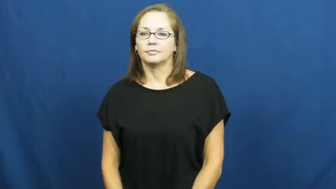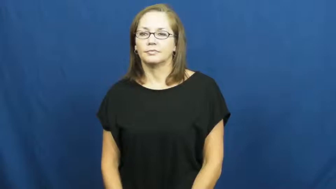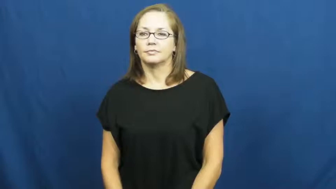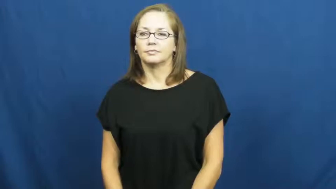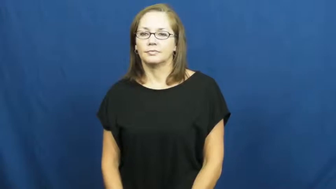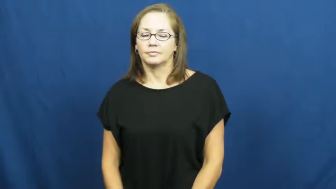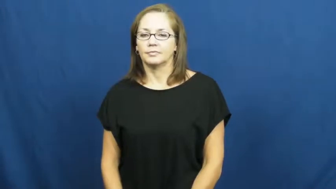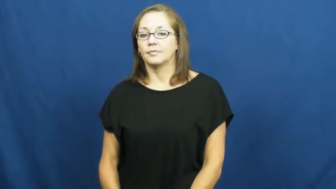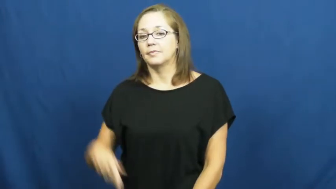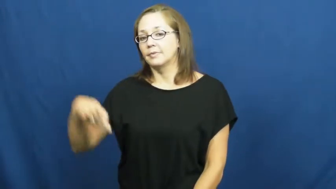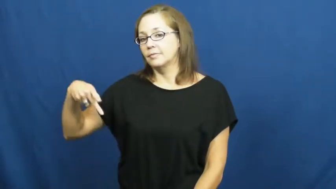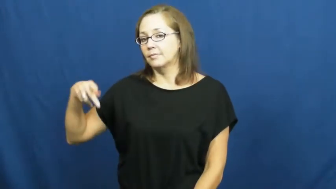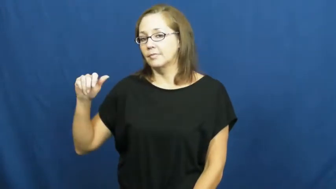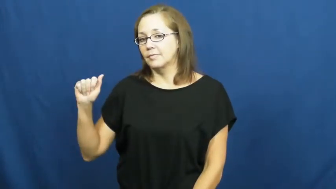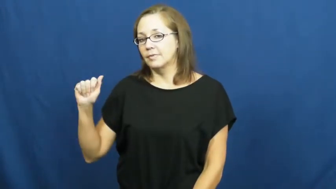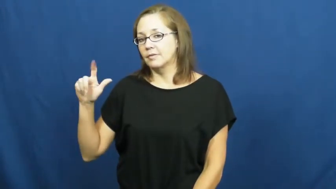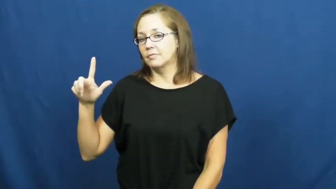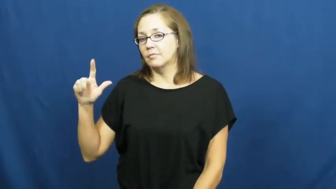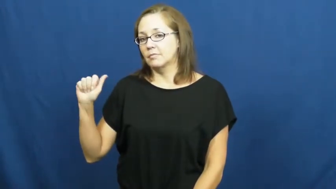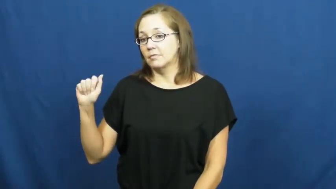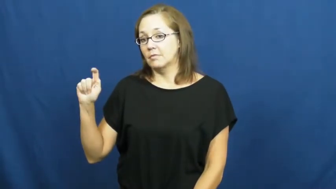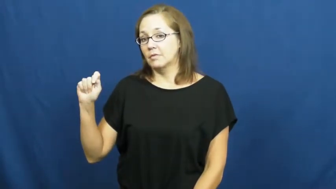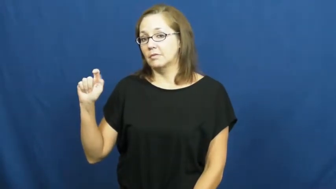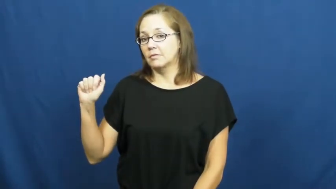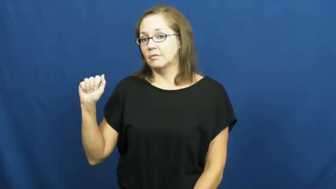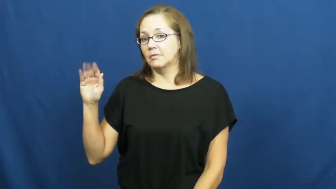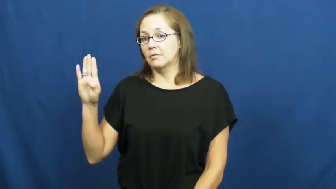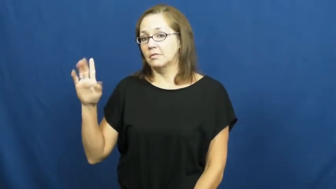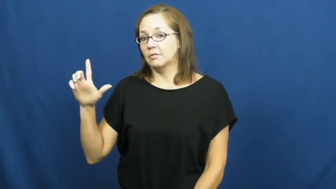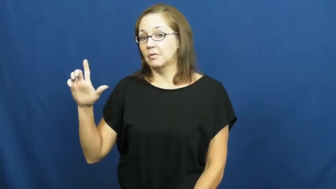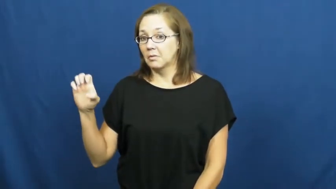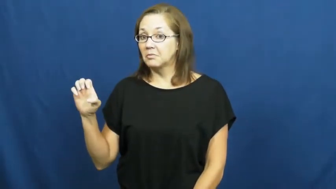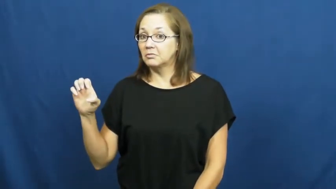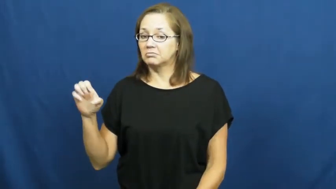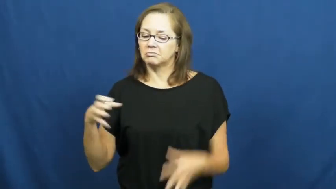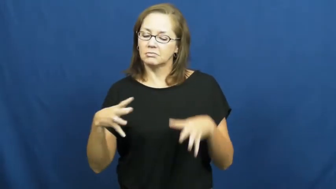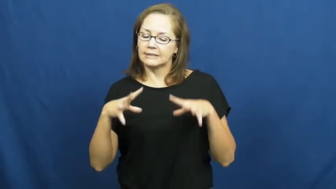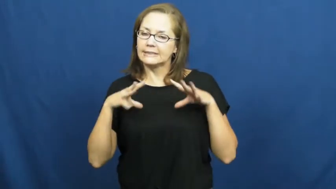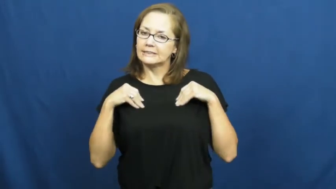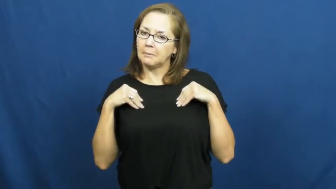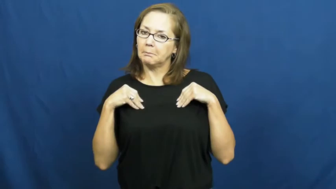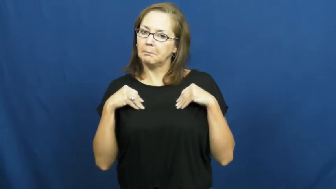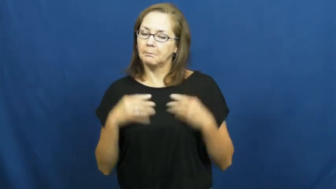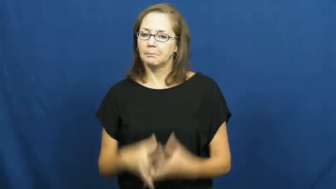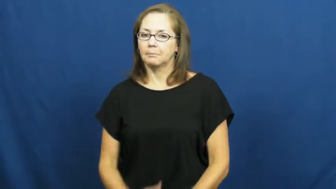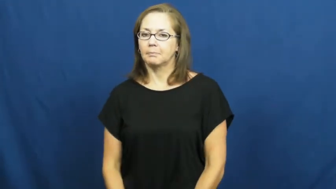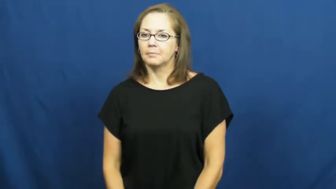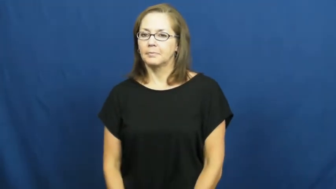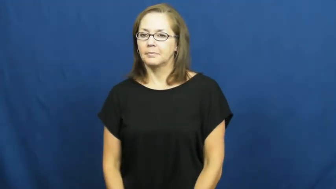palatable